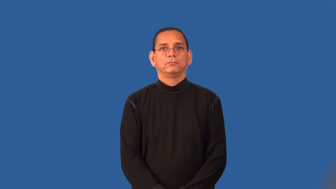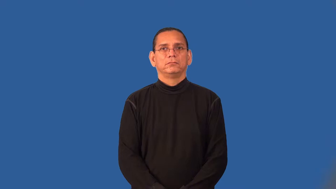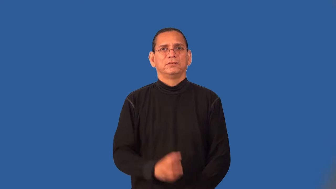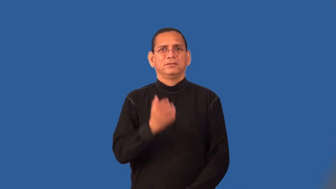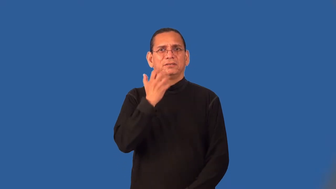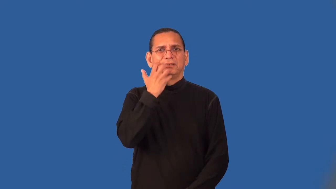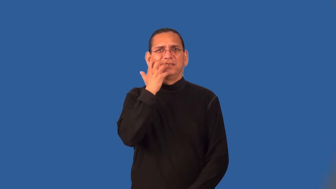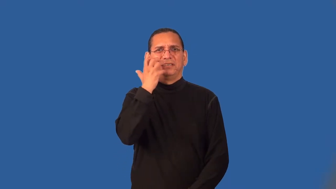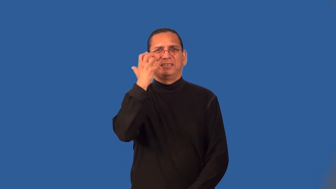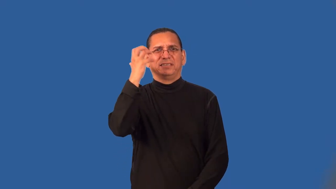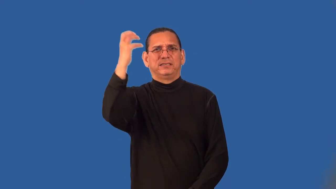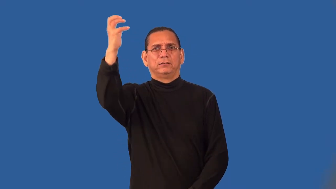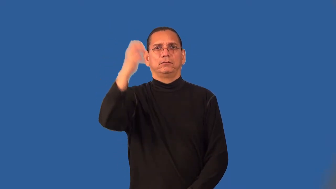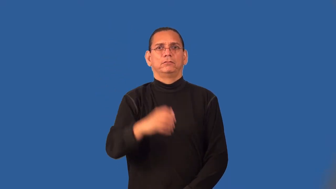screech,shriek,squeal